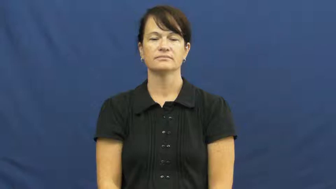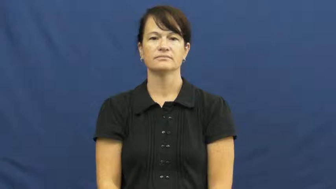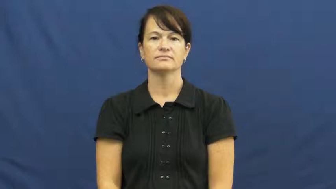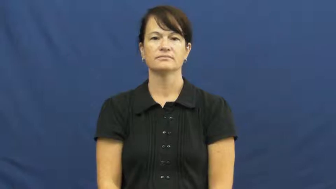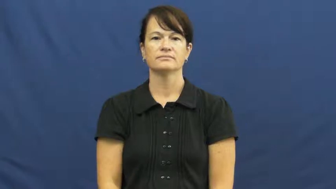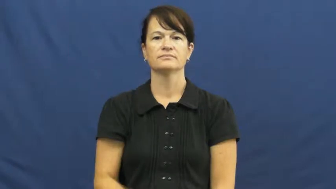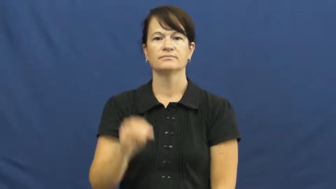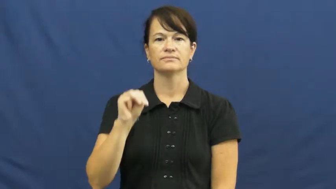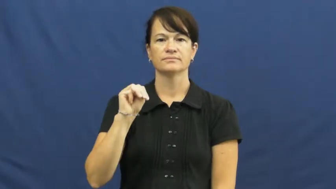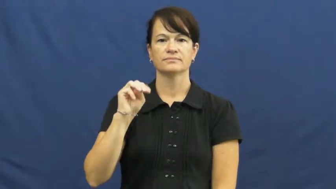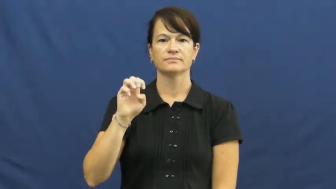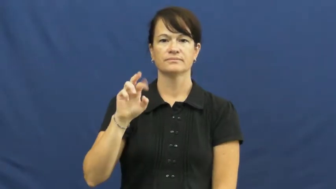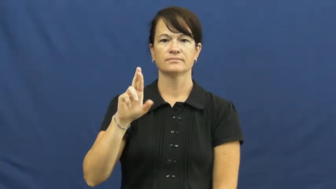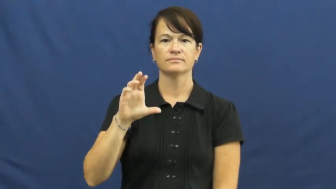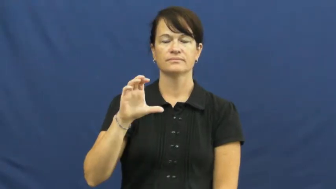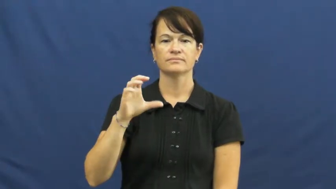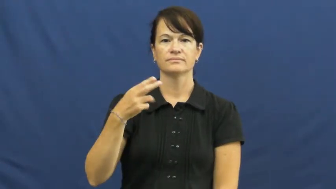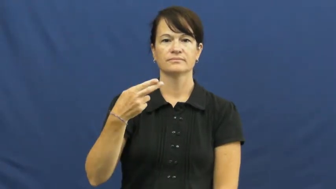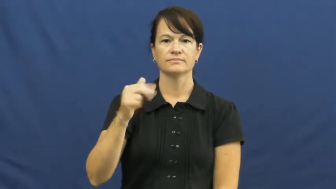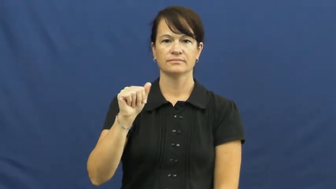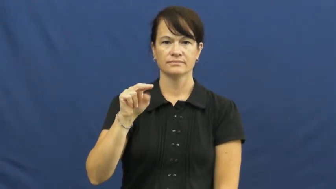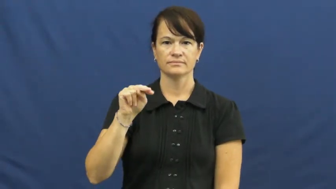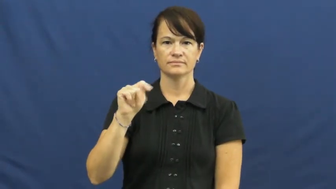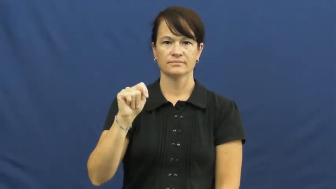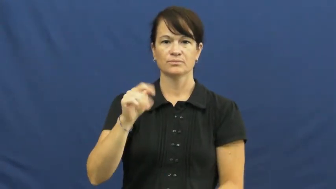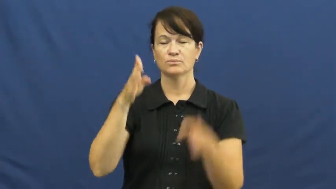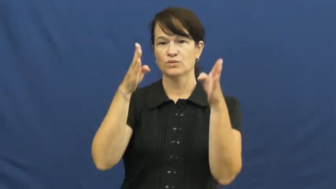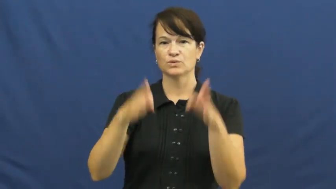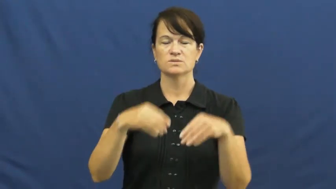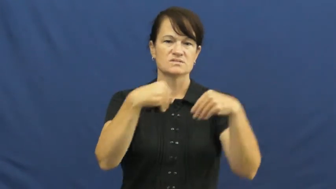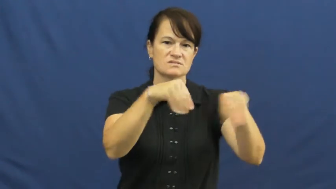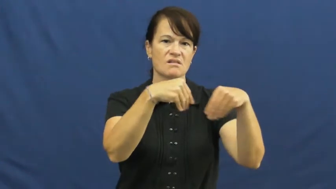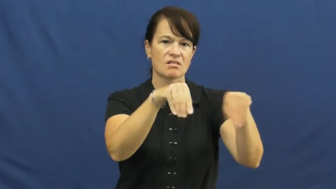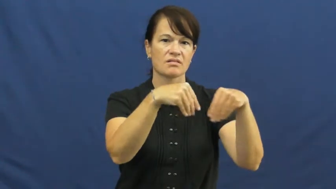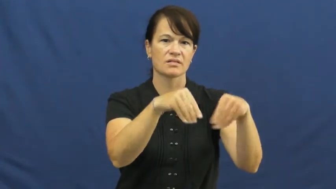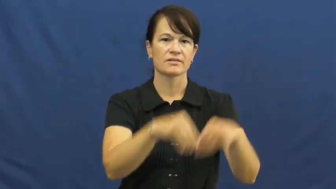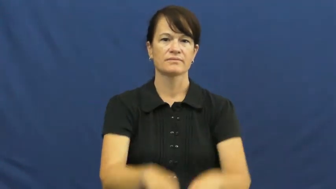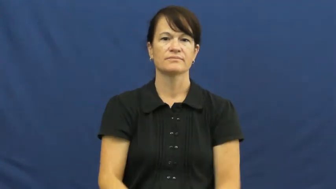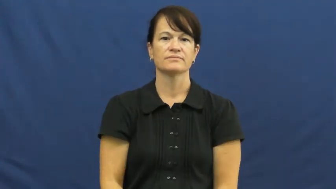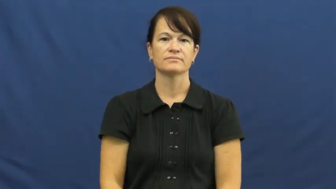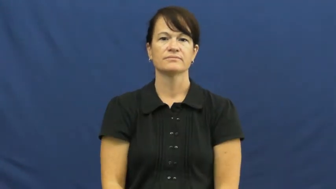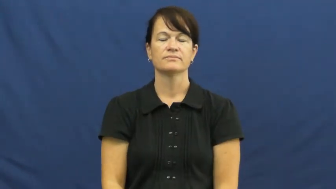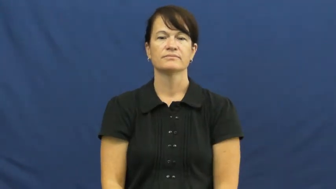merchant